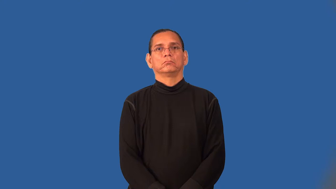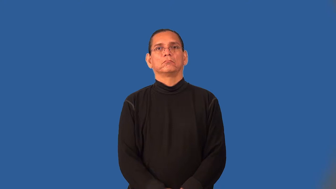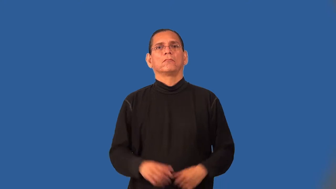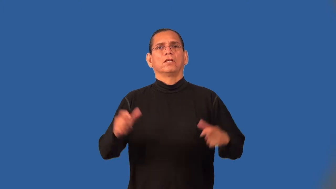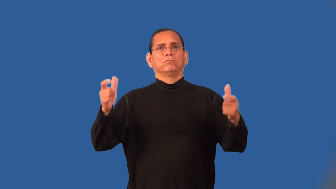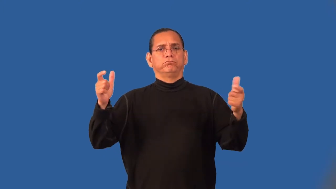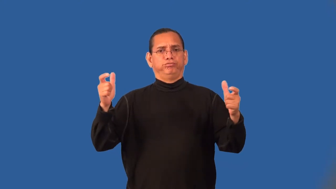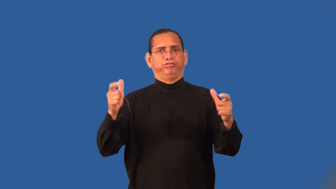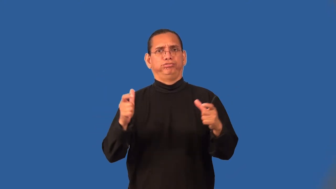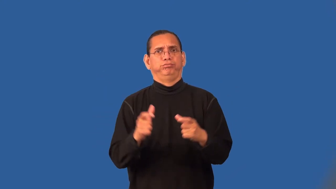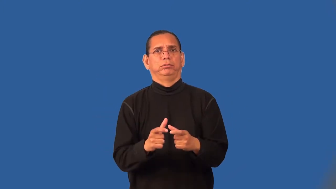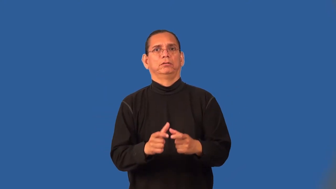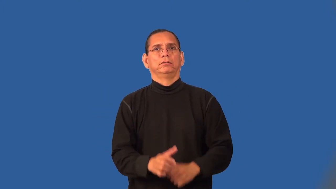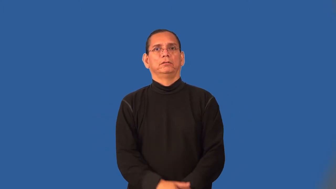thin,cull-herd